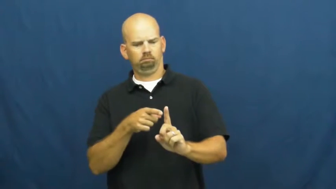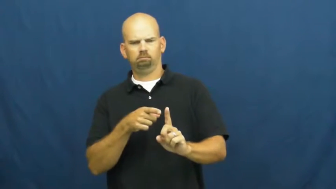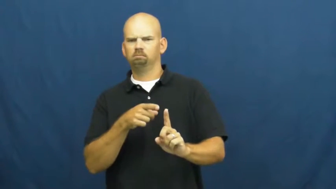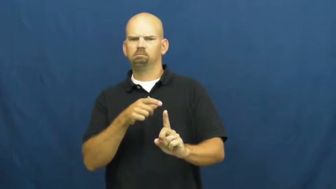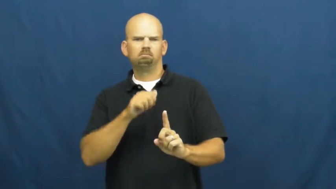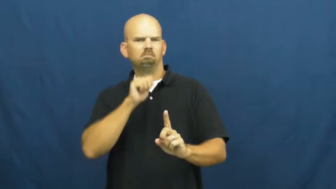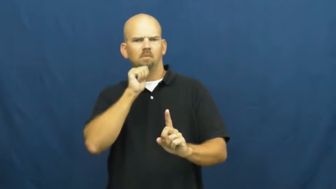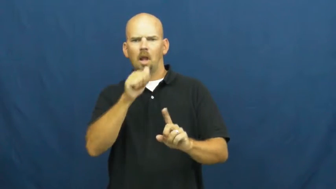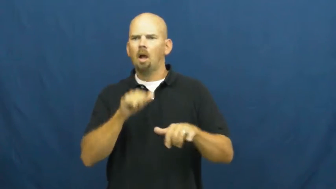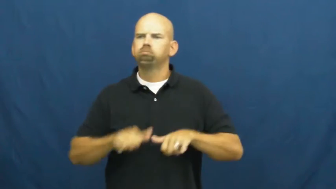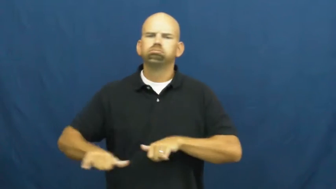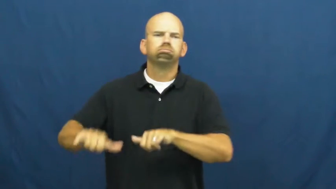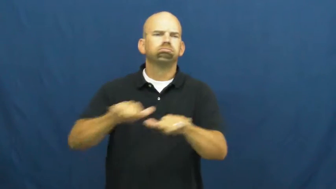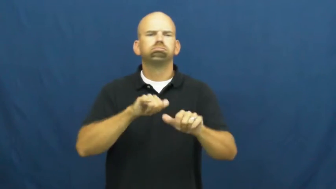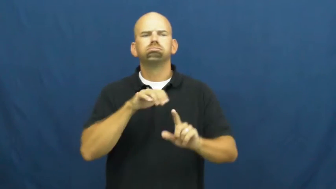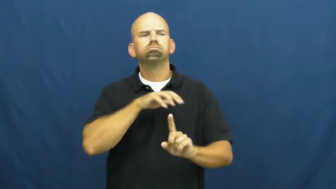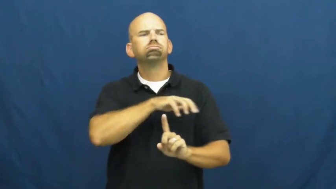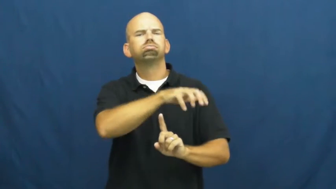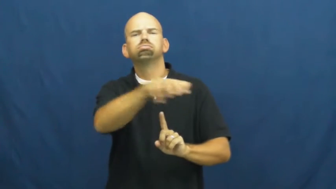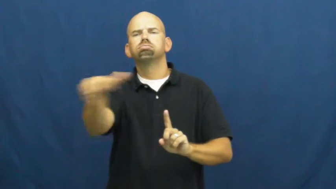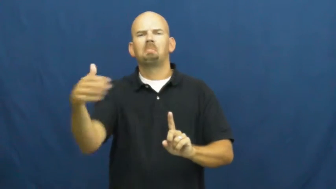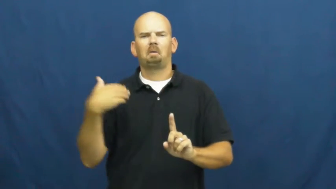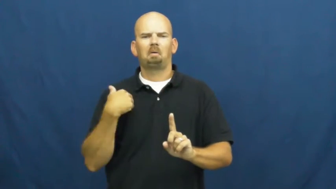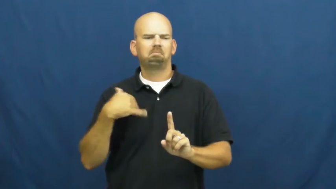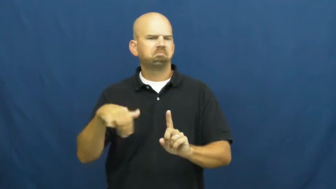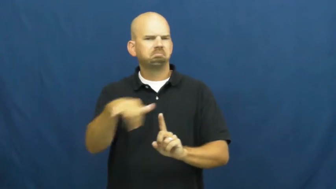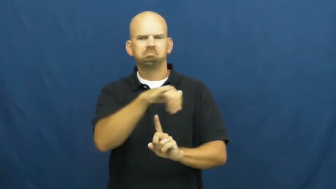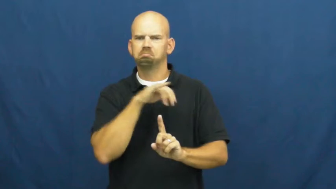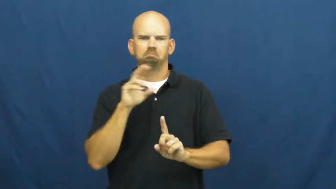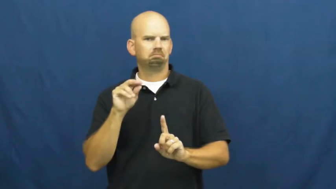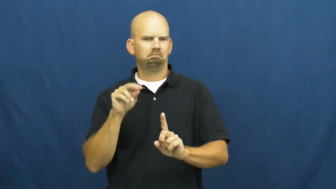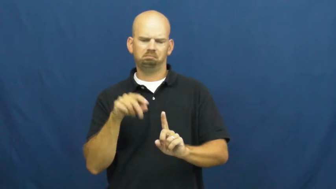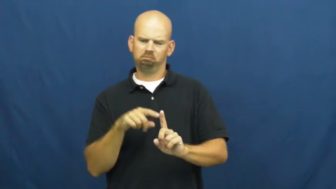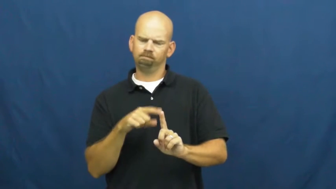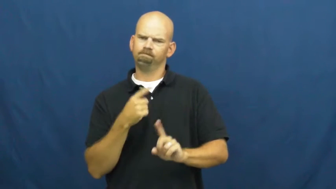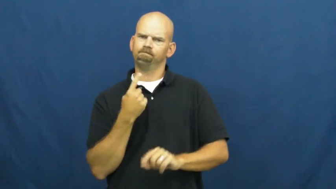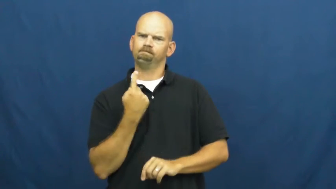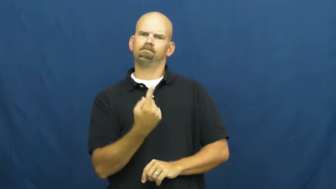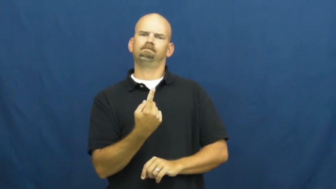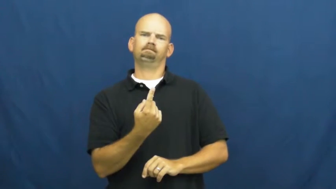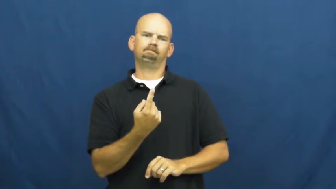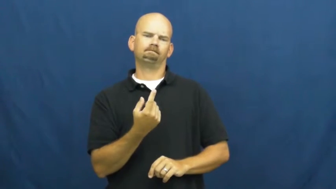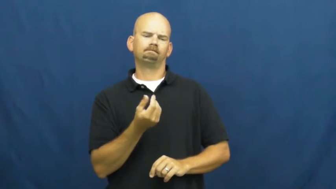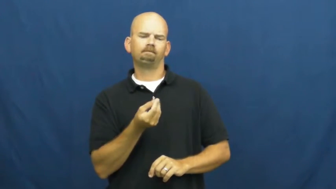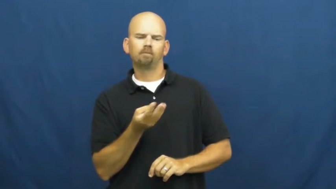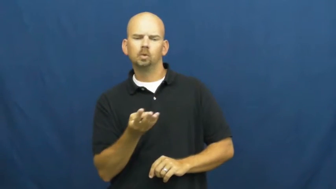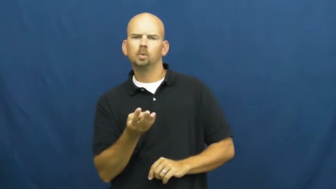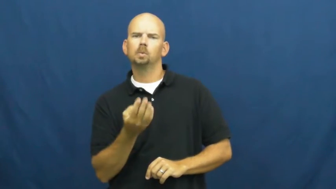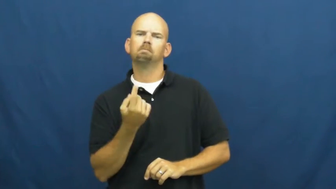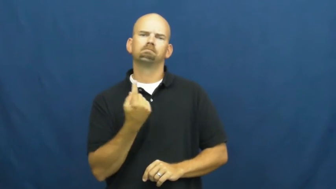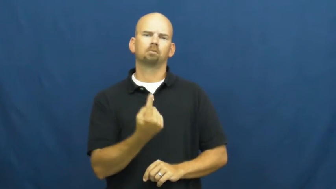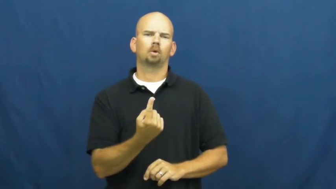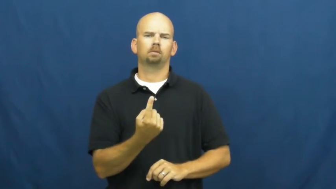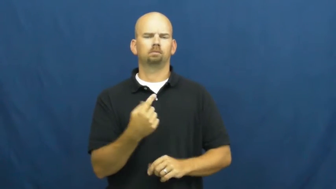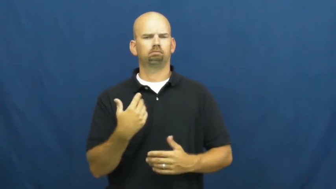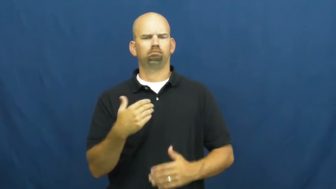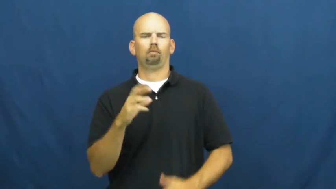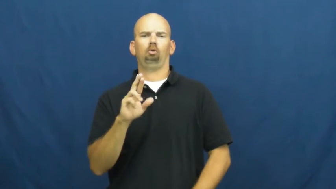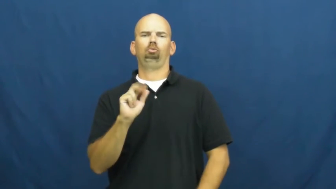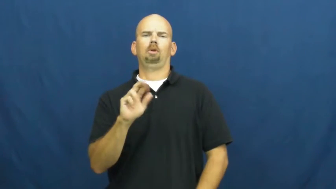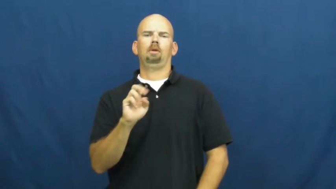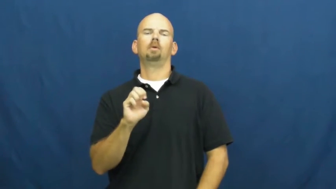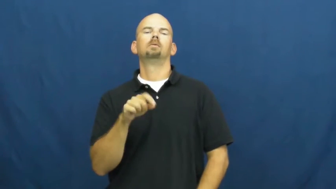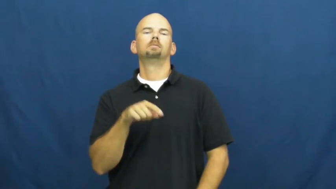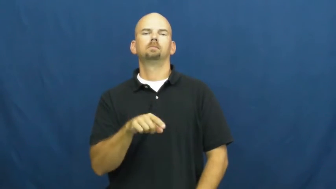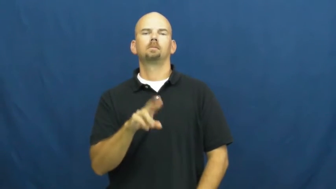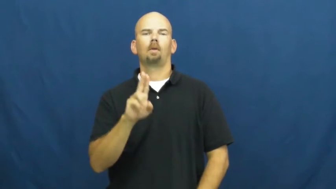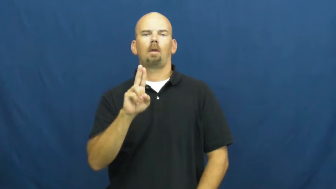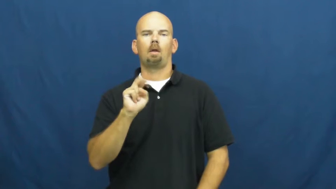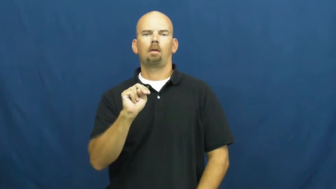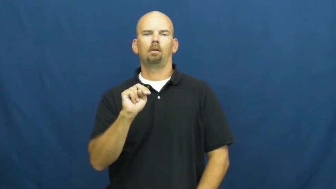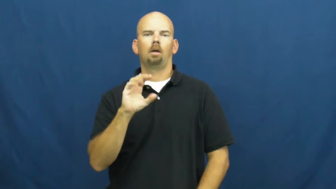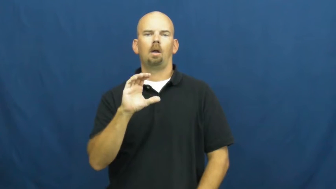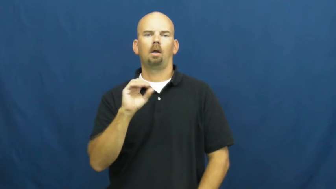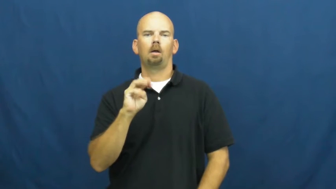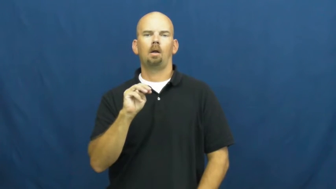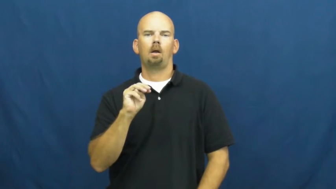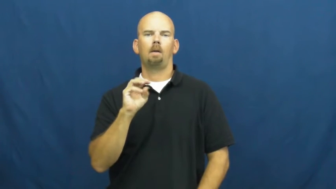unorthodox